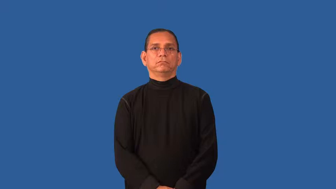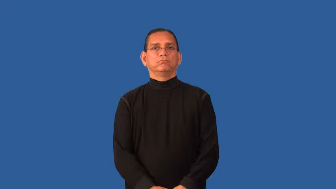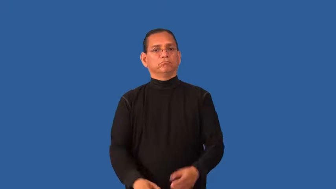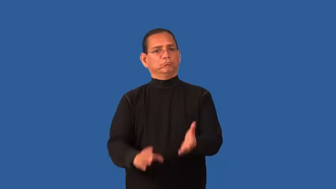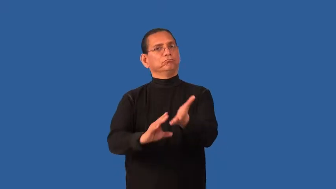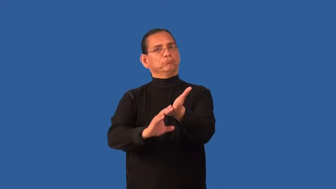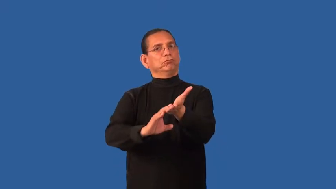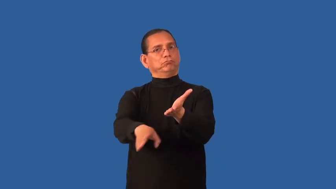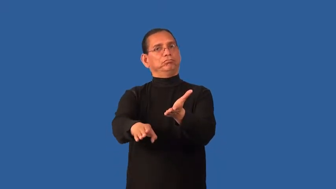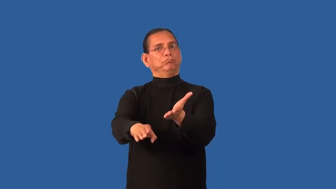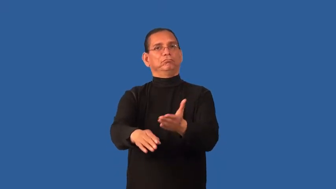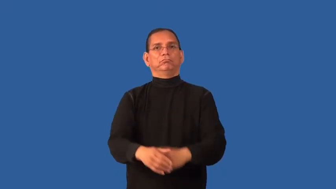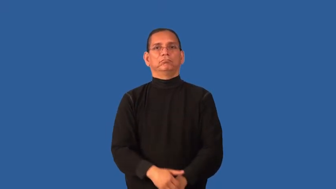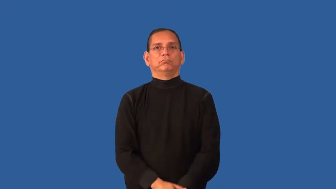exempt